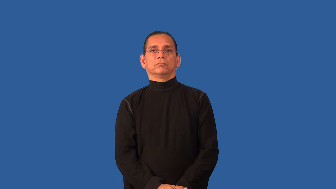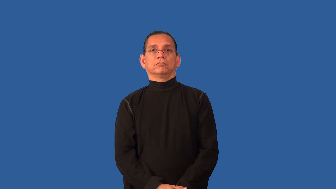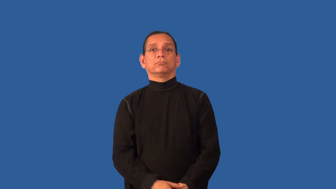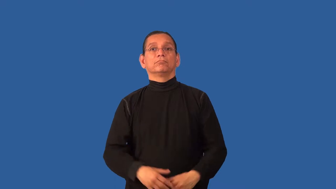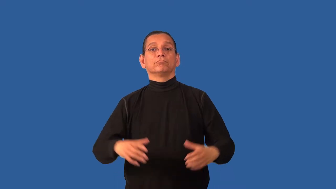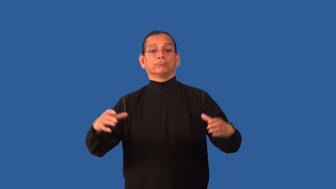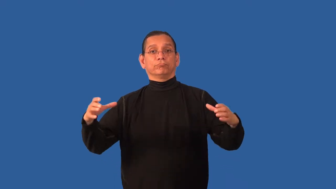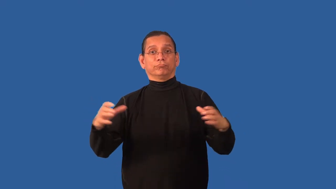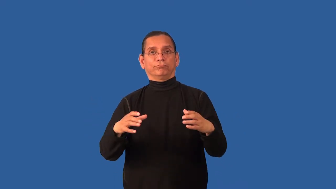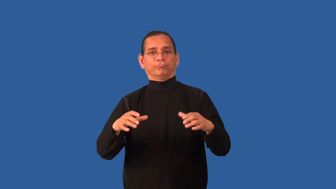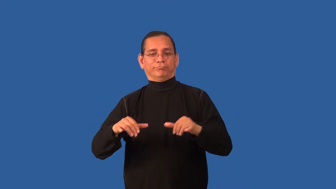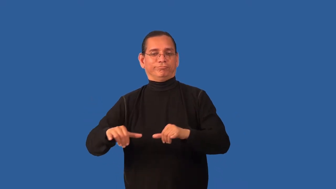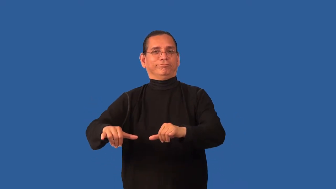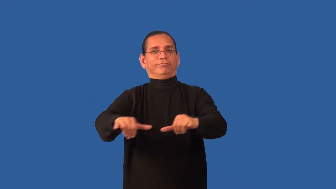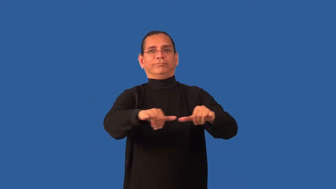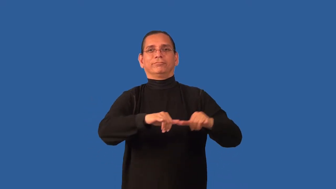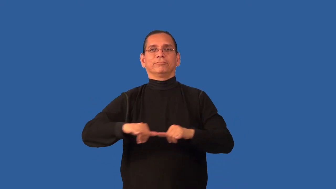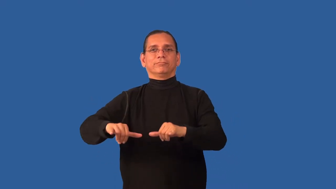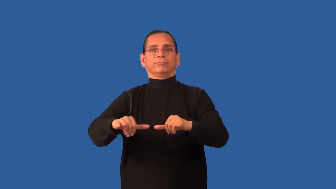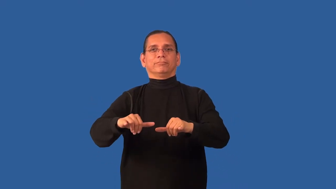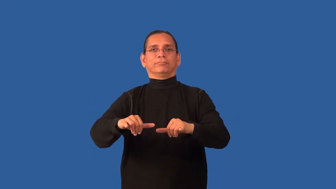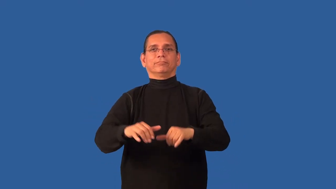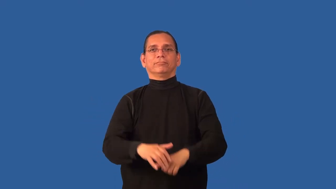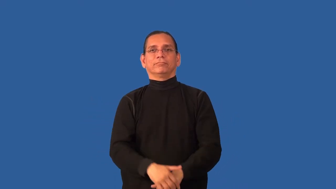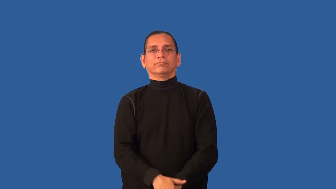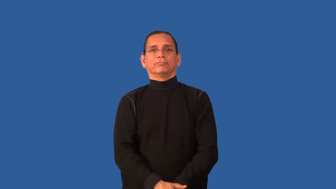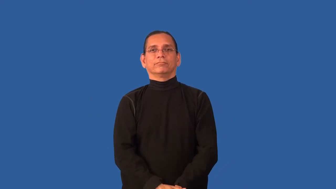uniform,homogeneous,evenness